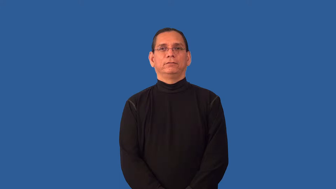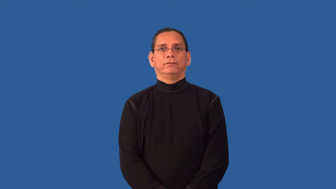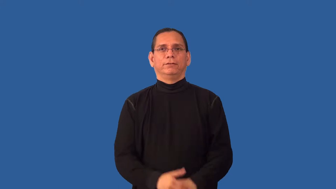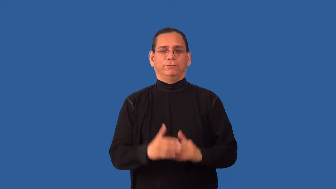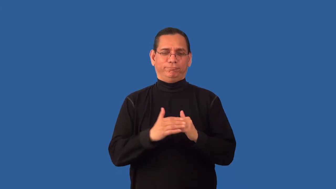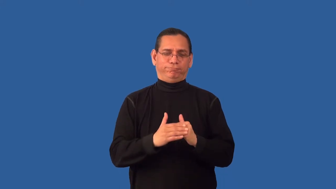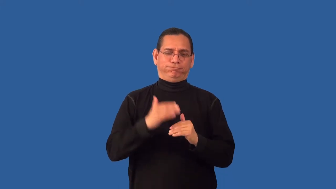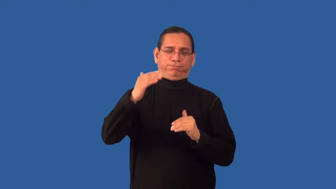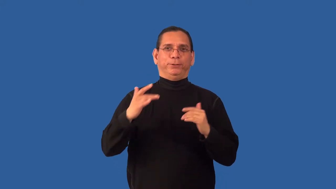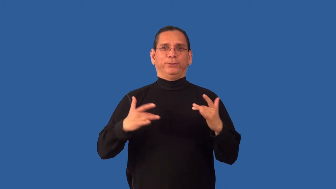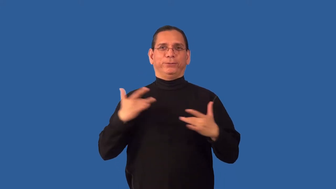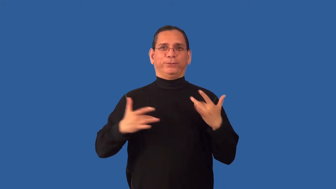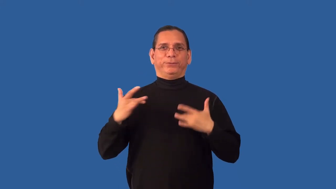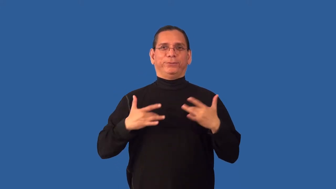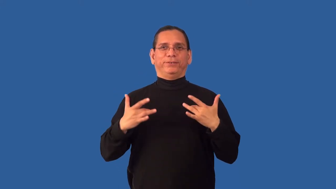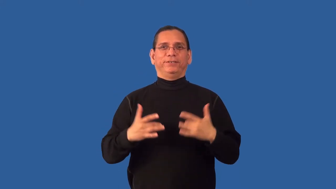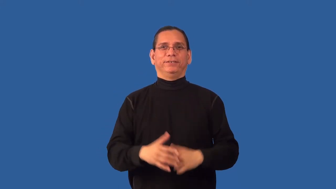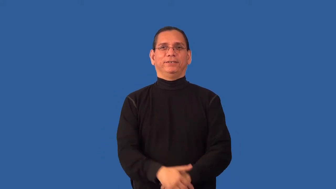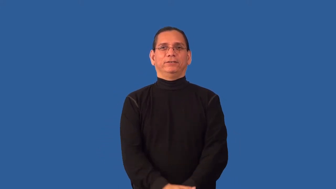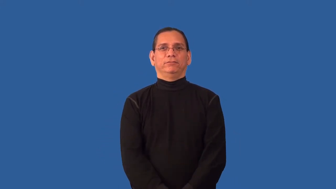overexcited